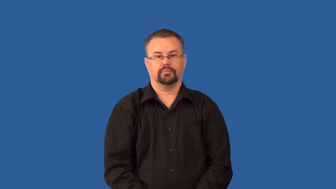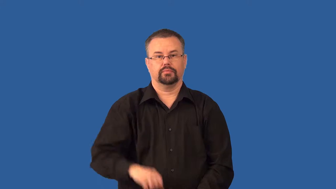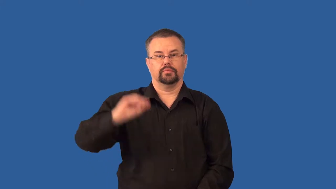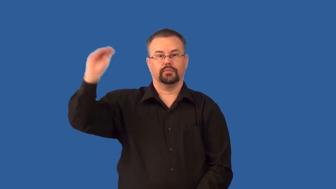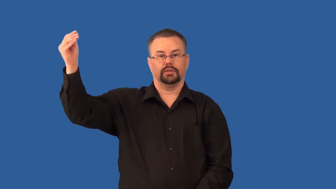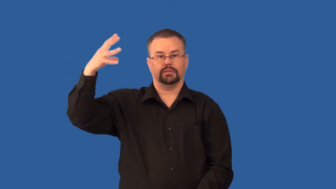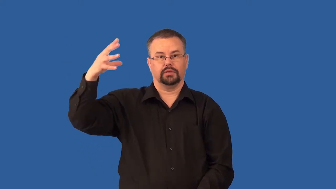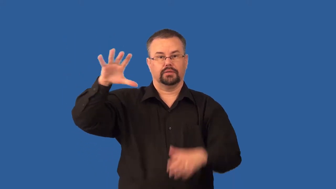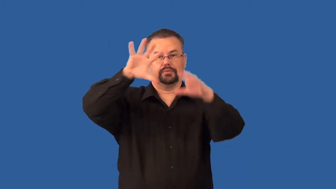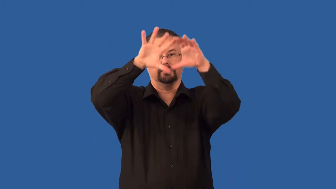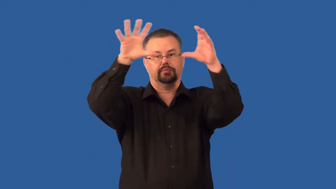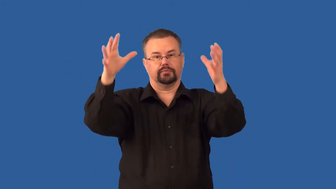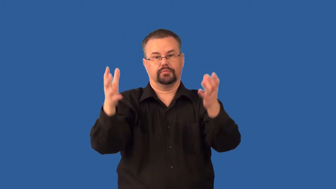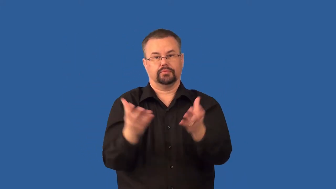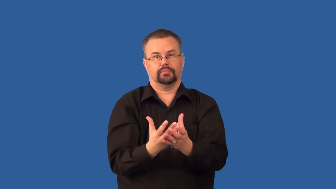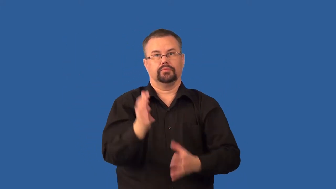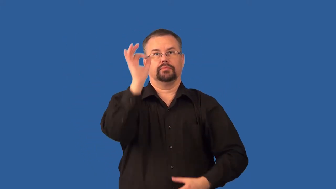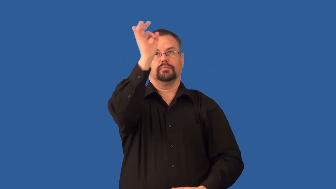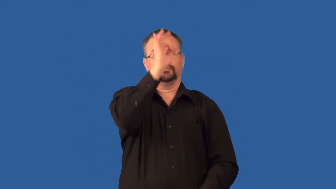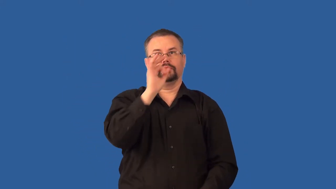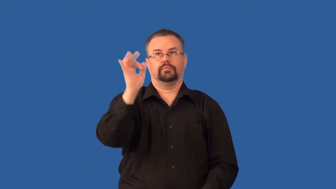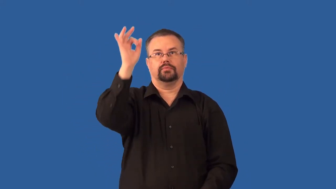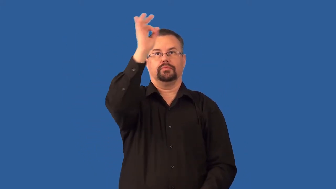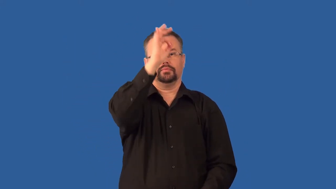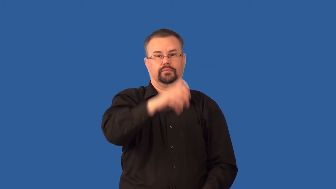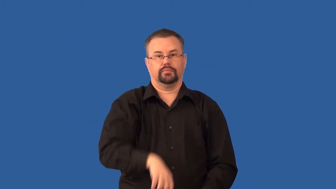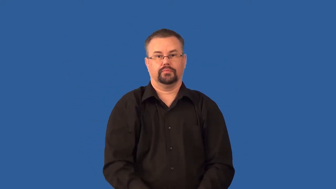sunspot